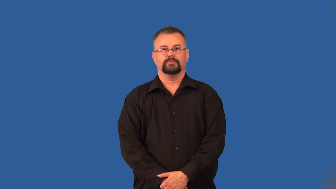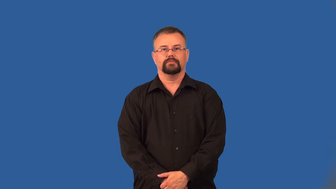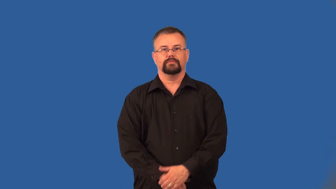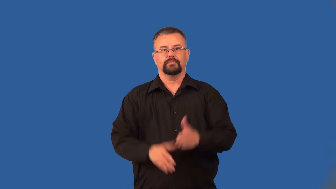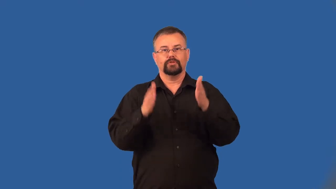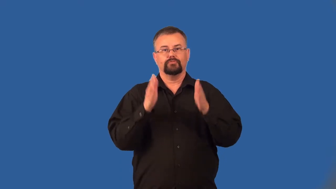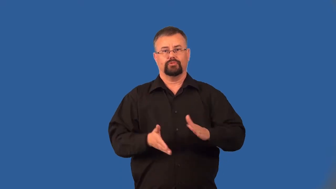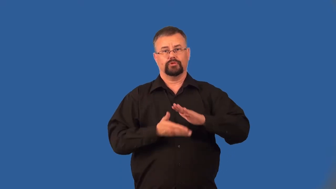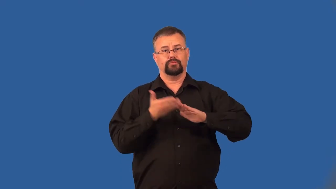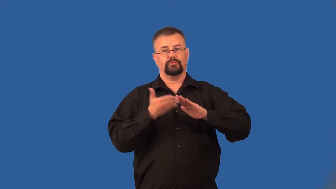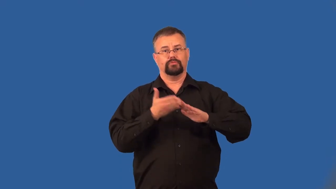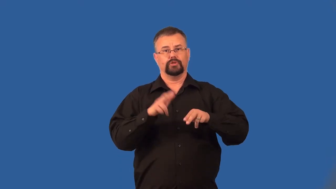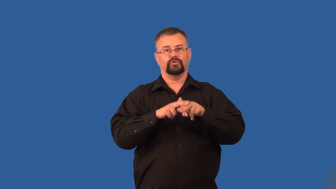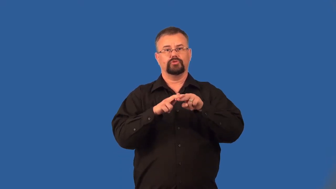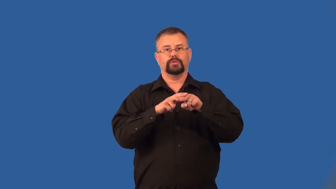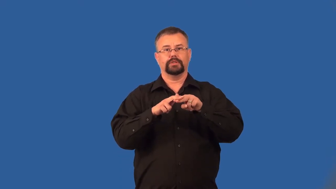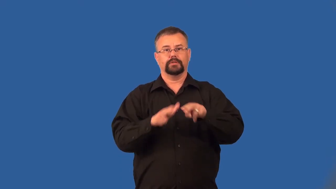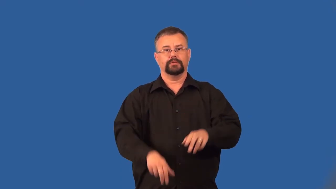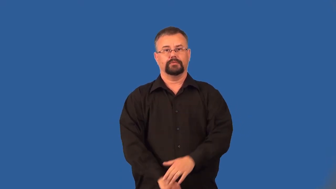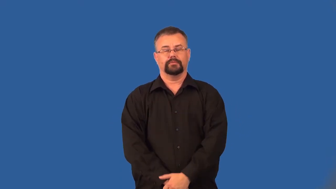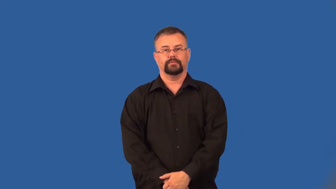engineer-train